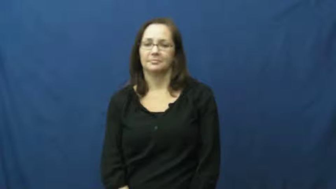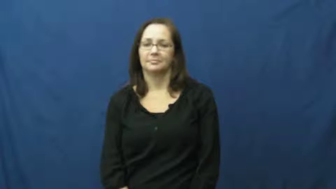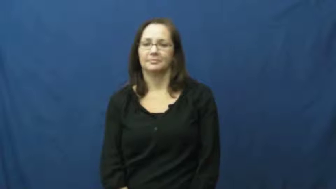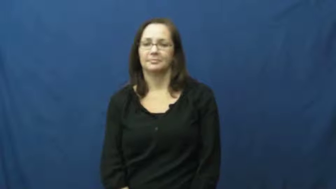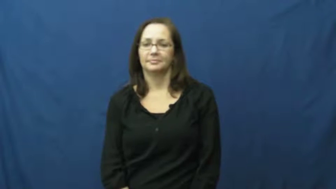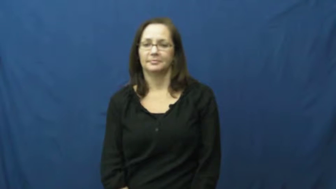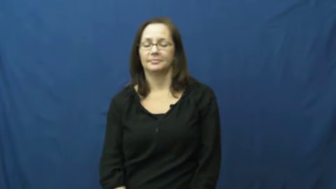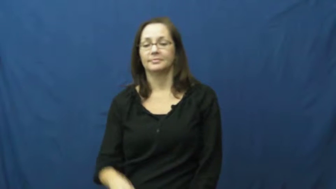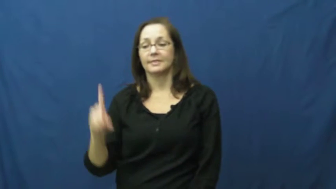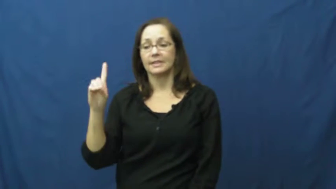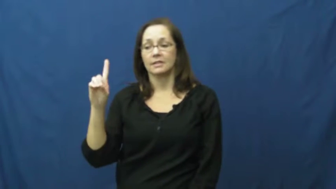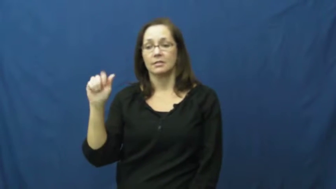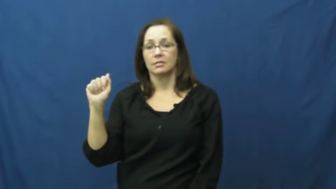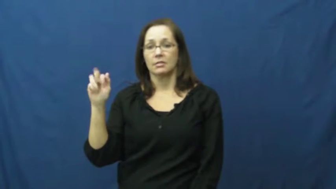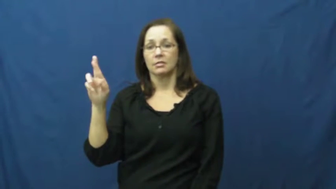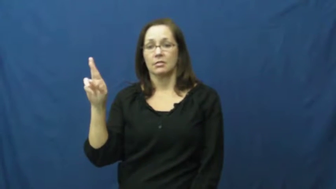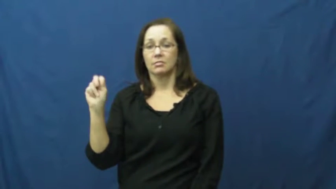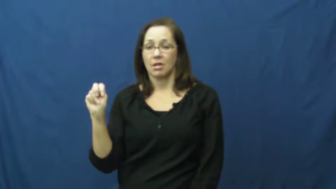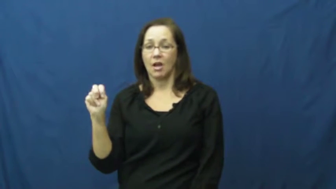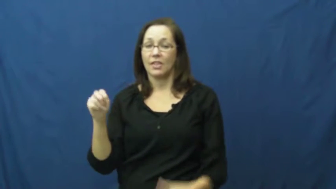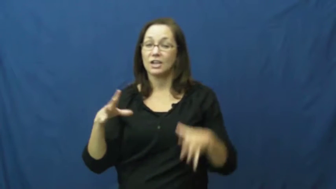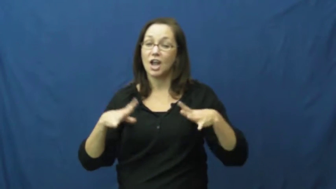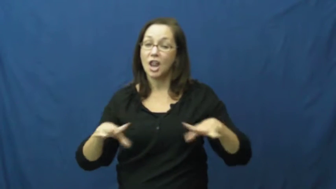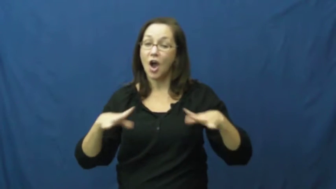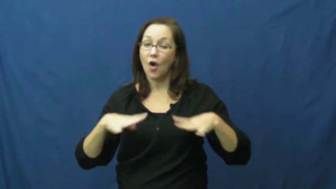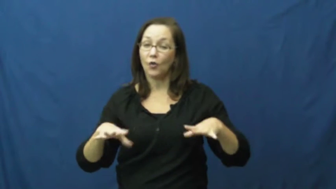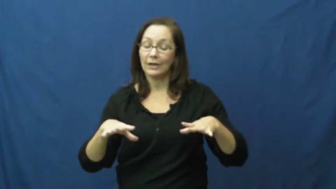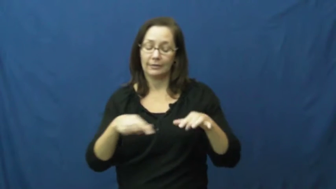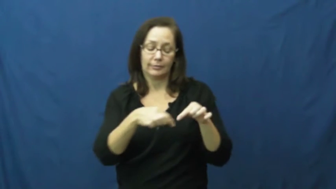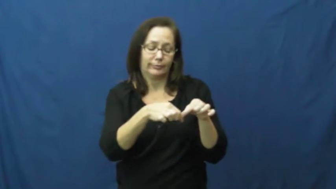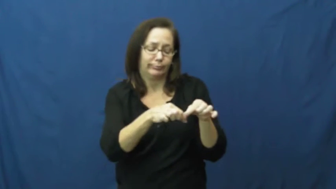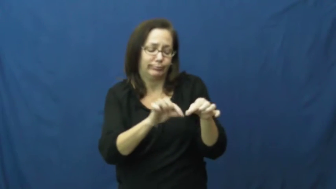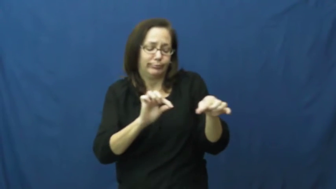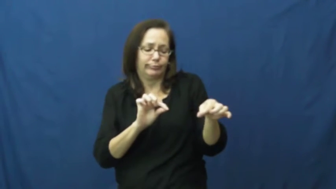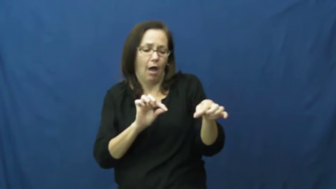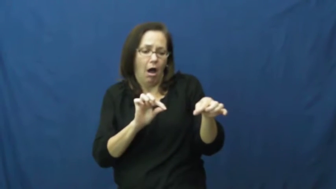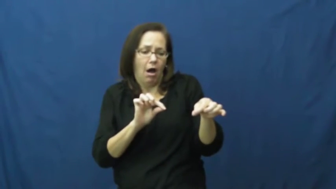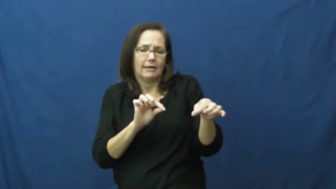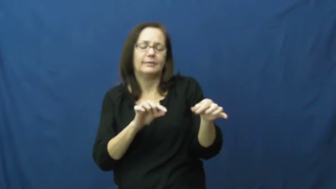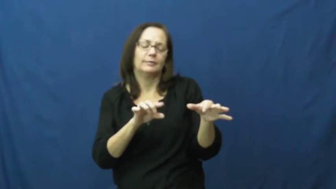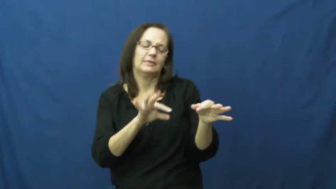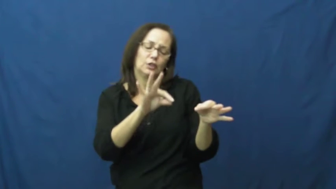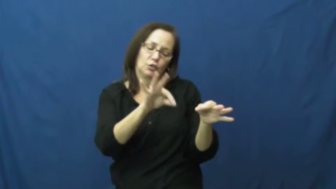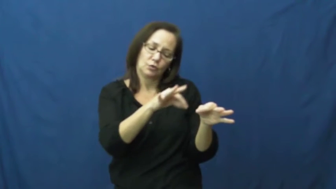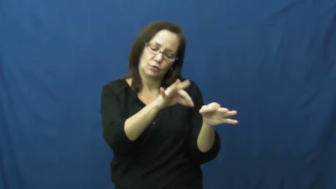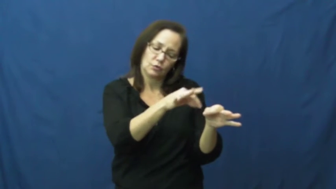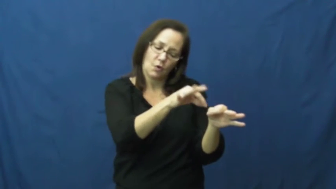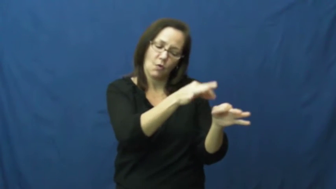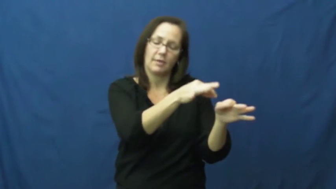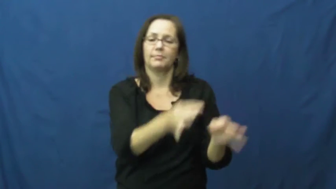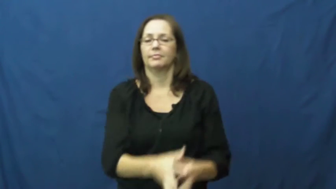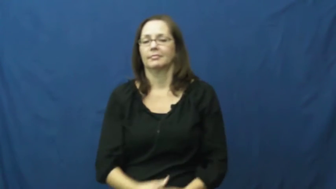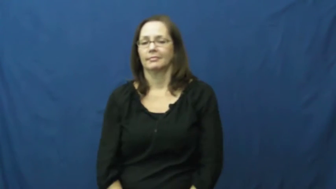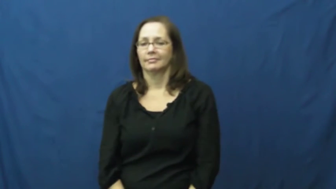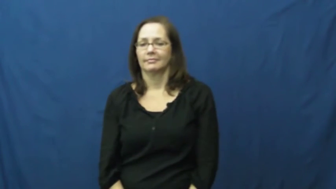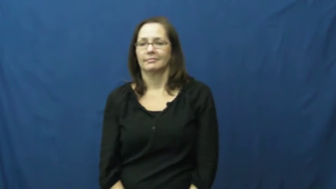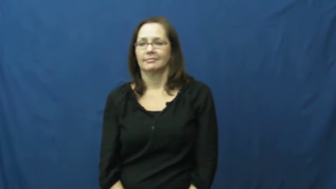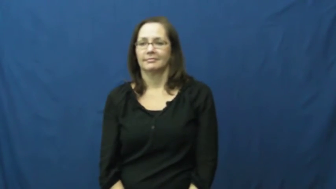darn-sew